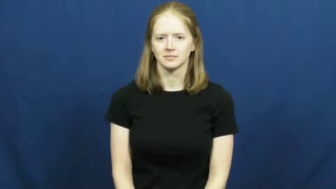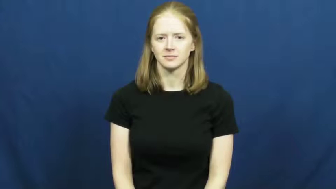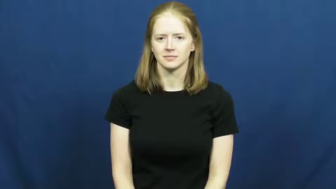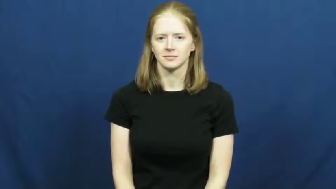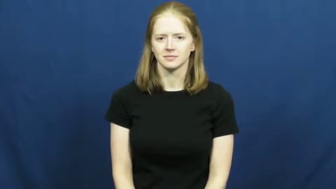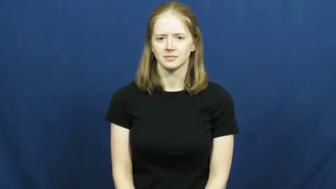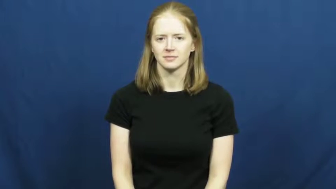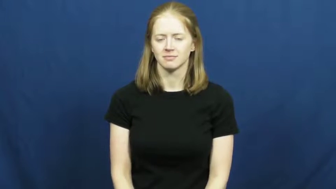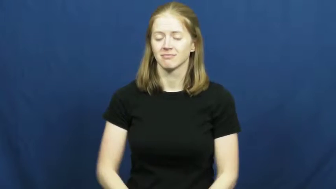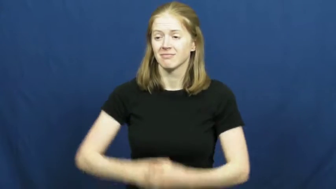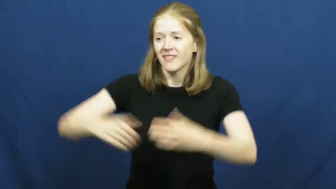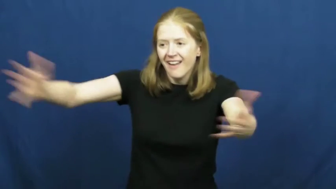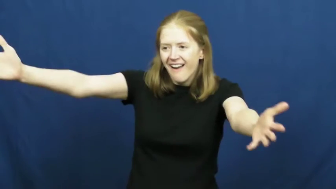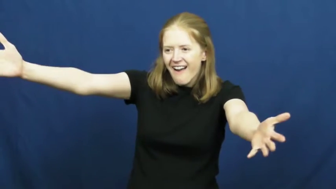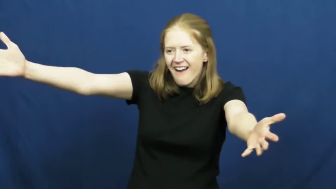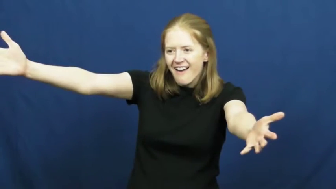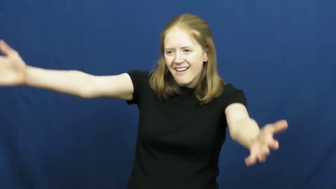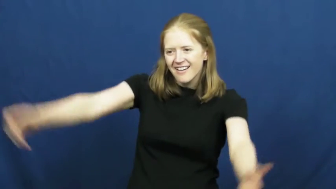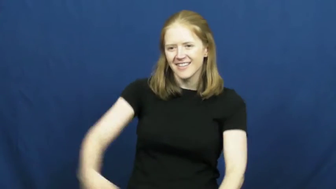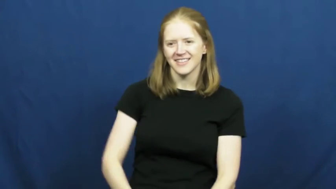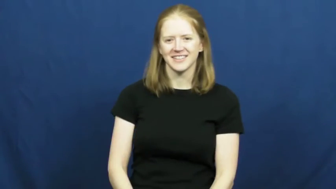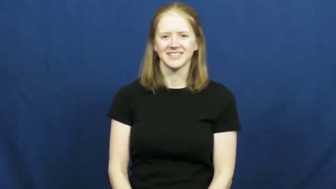open-arms